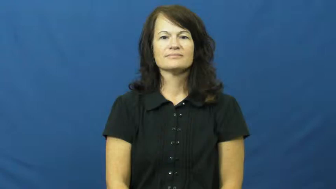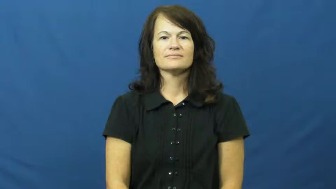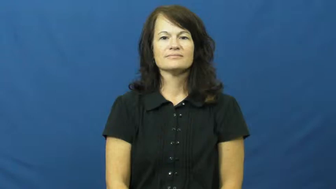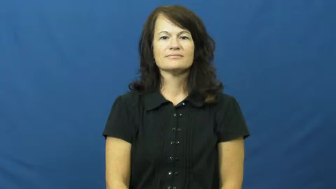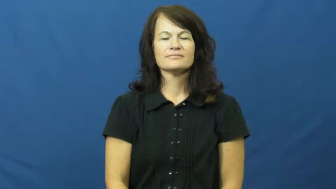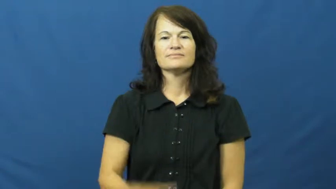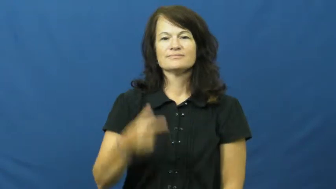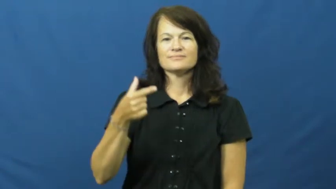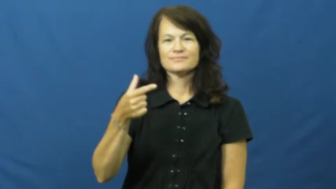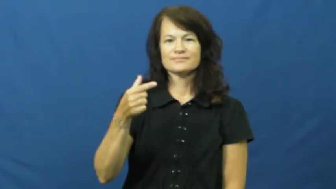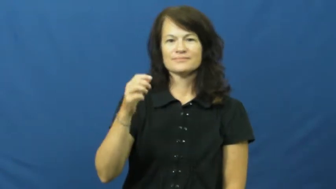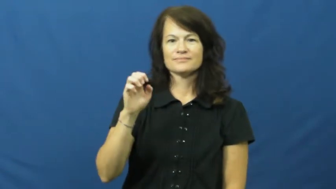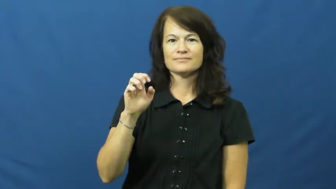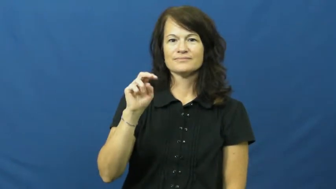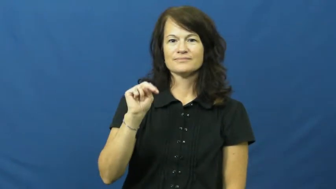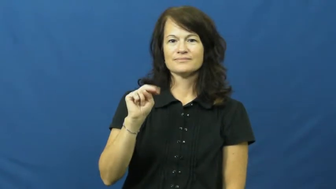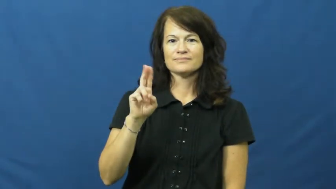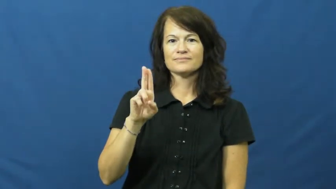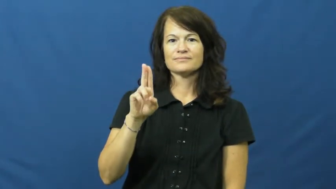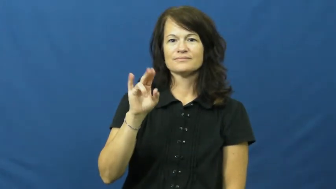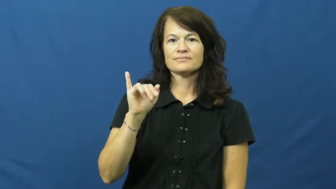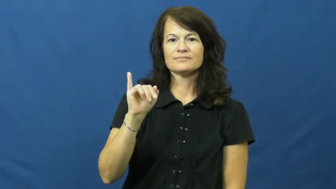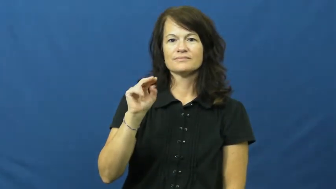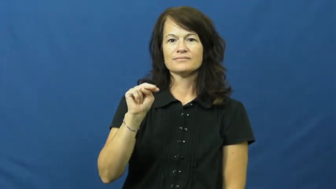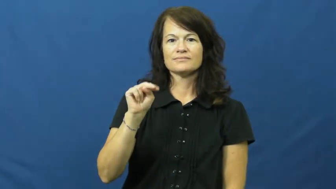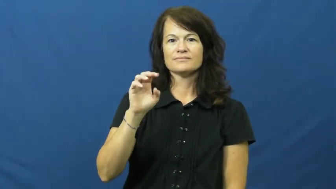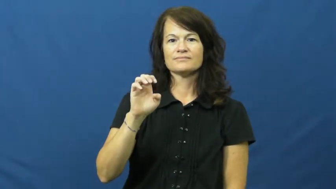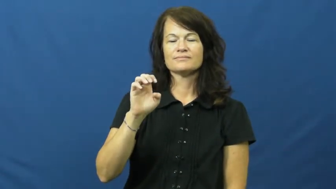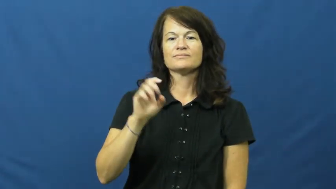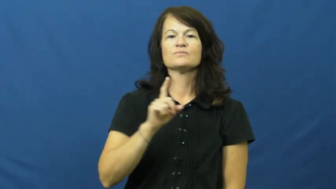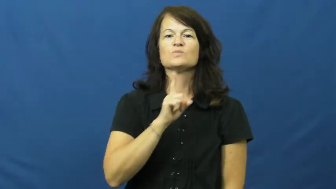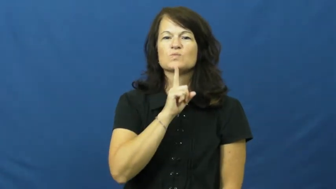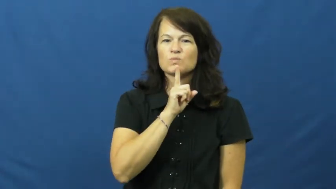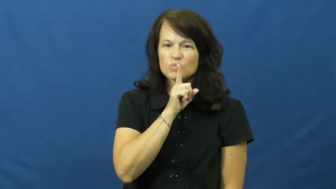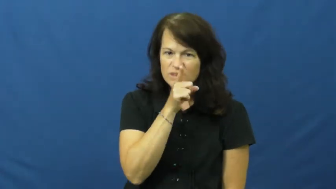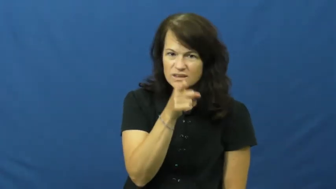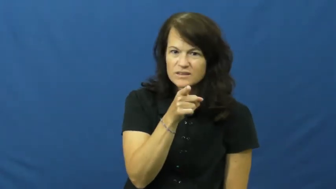genuine